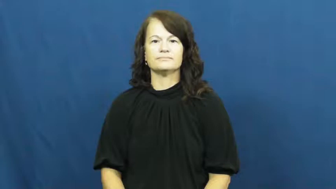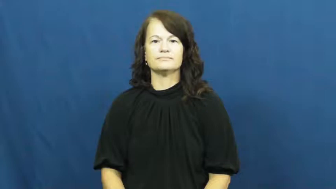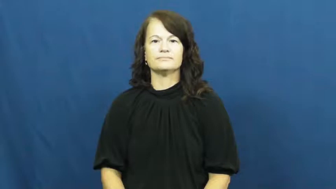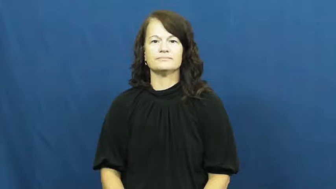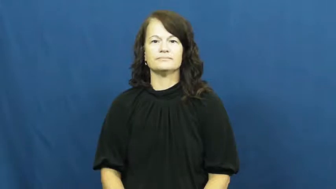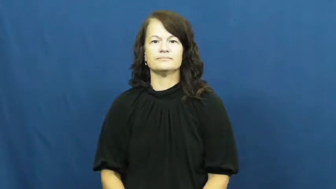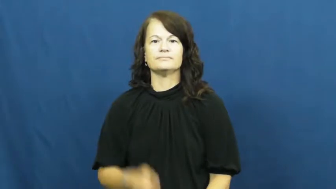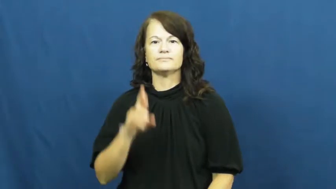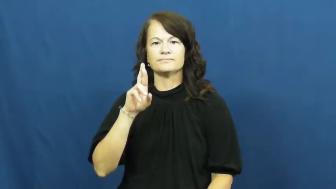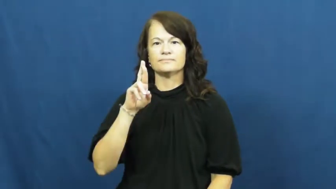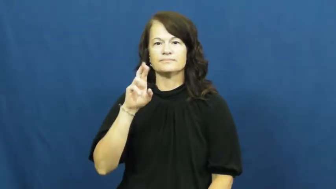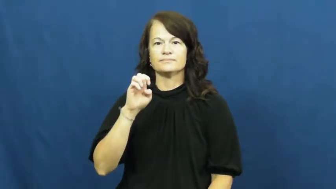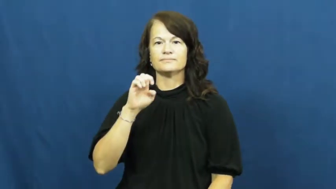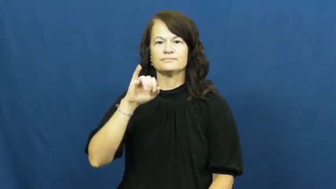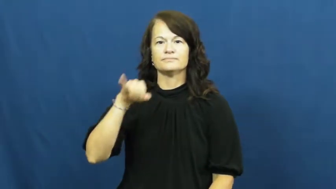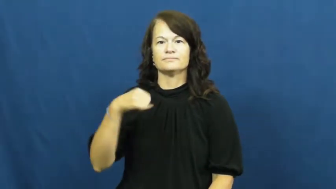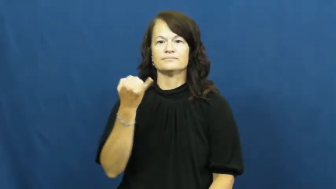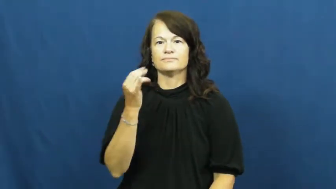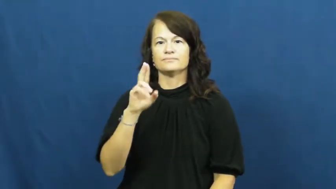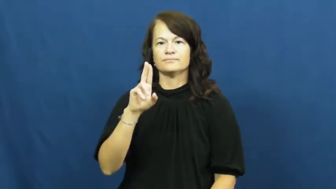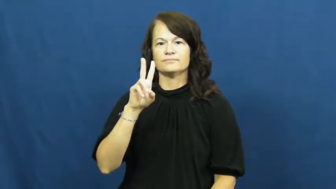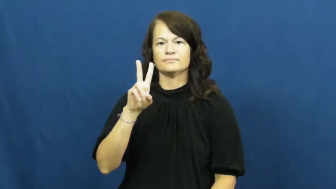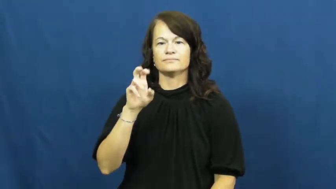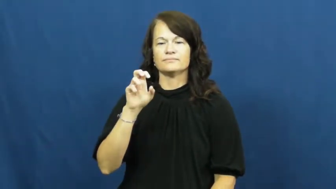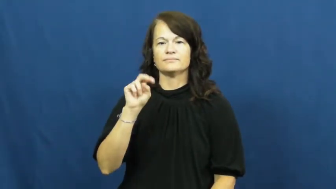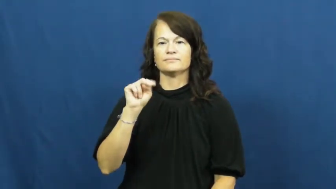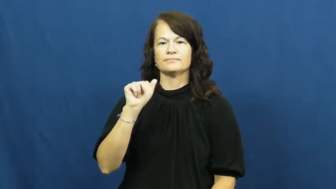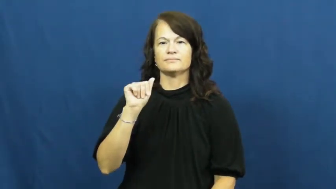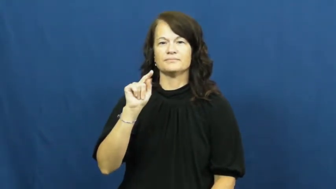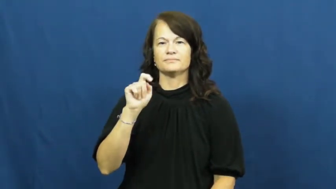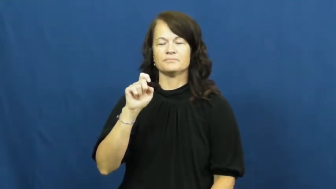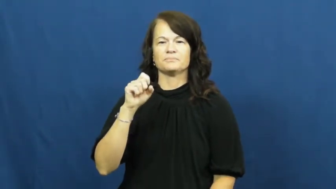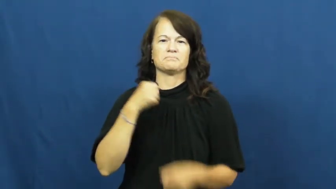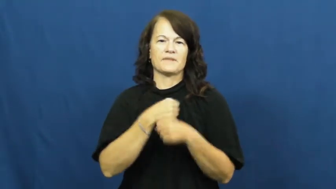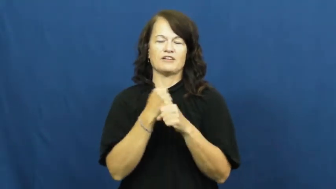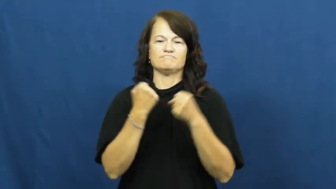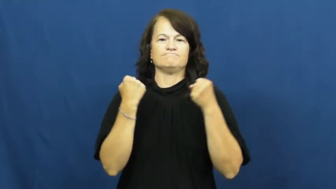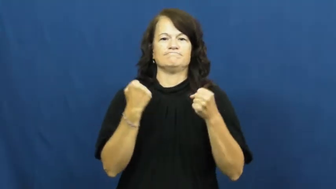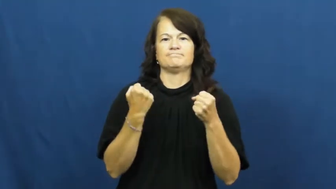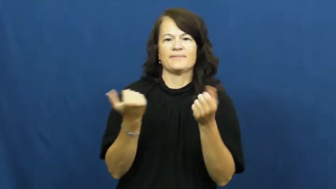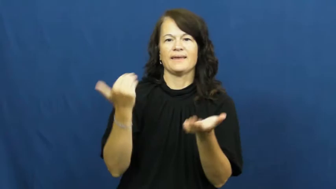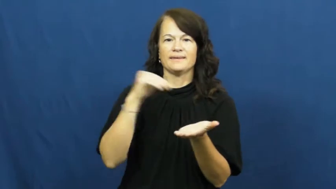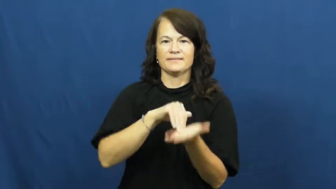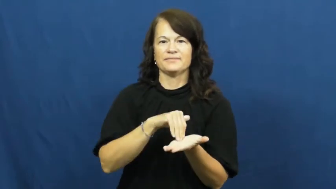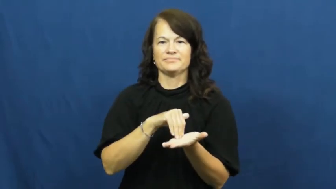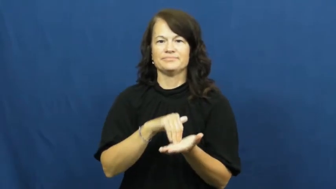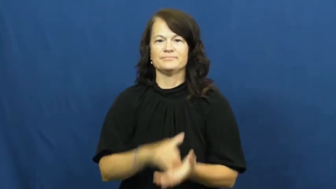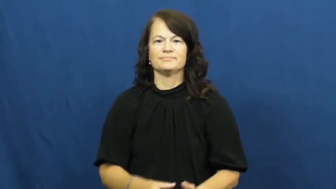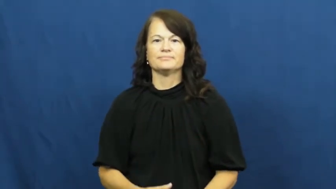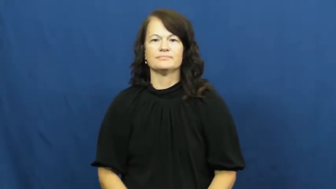rejuvenate